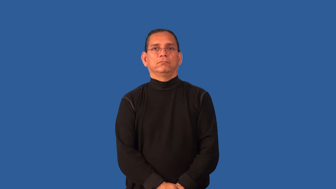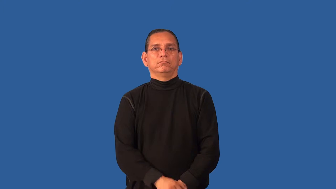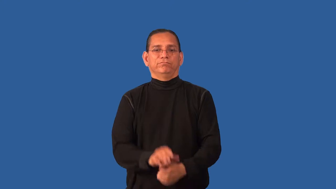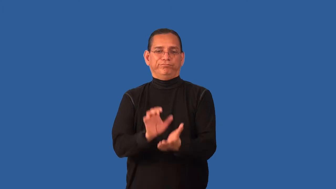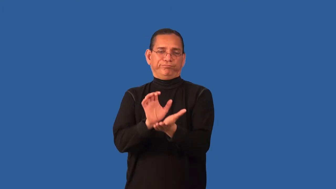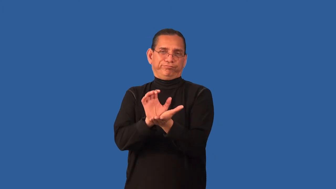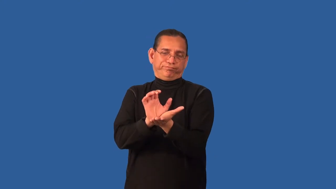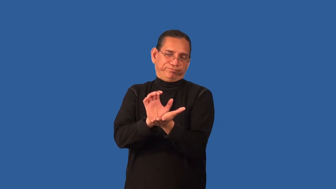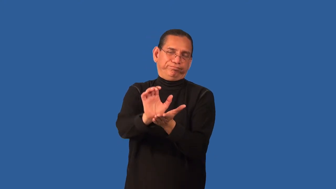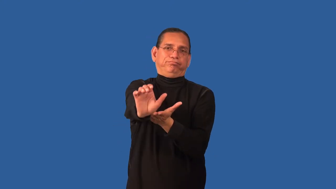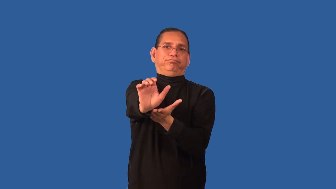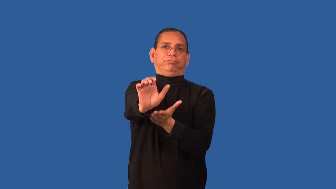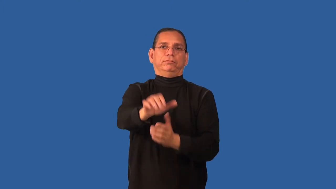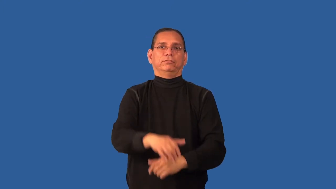displace-caused to leave